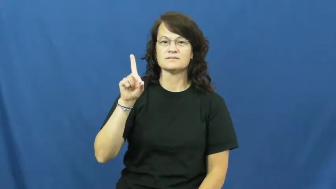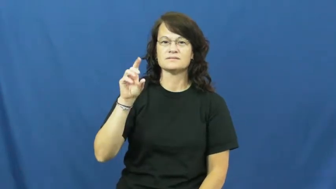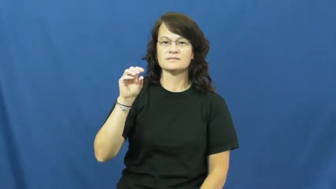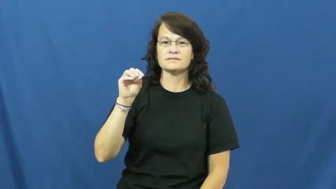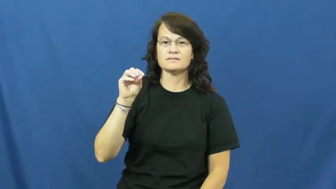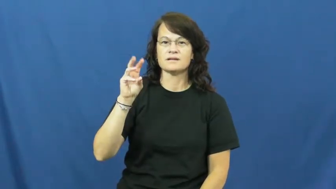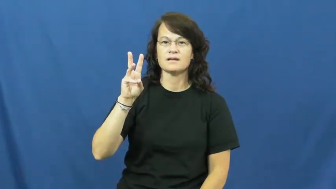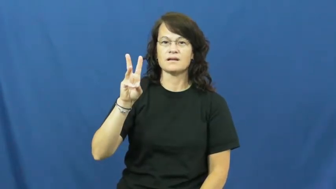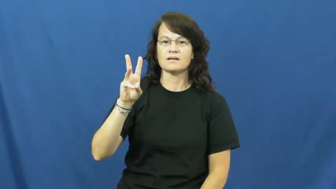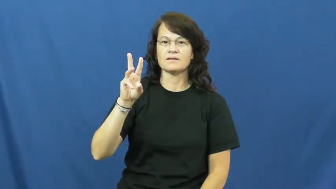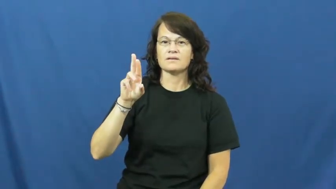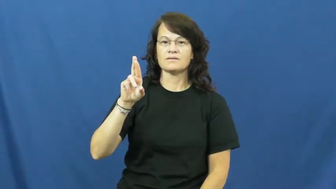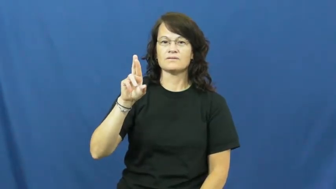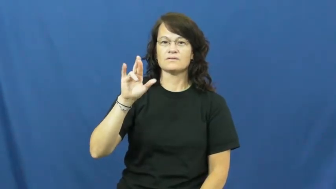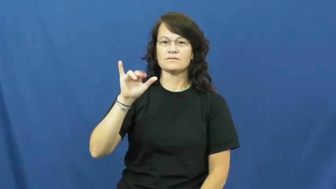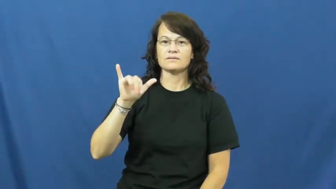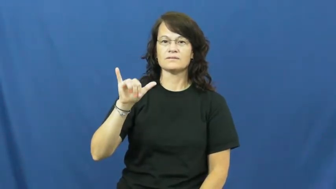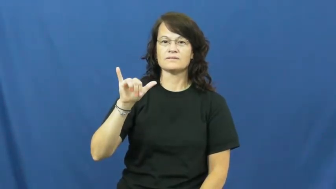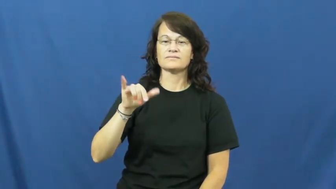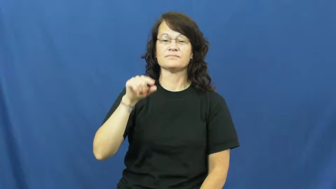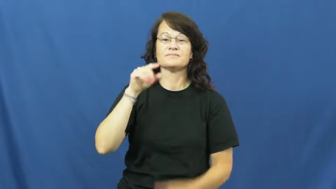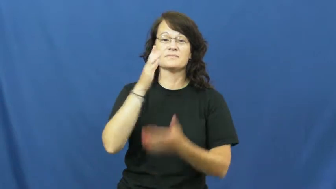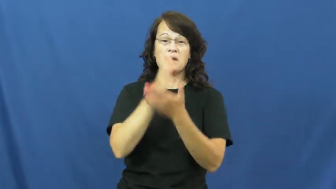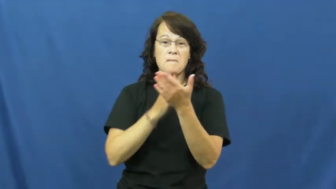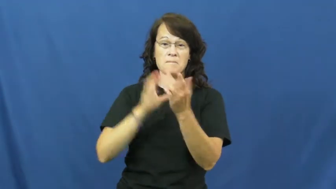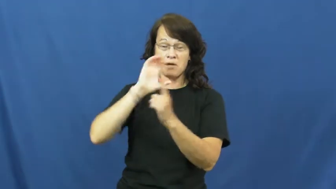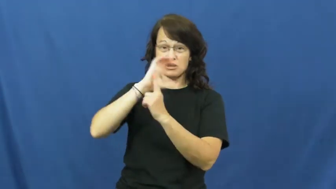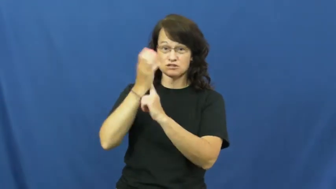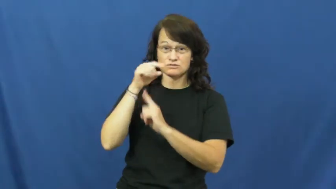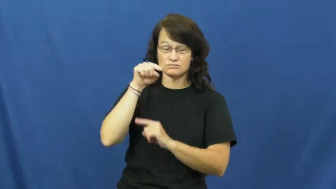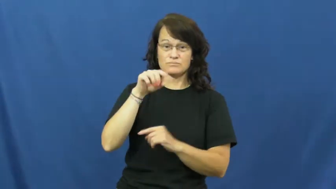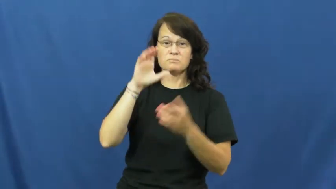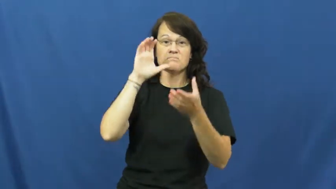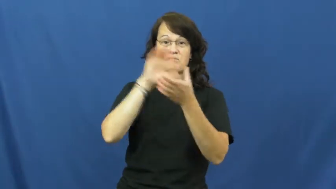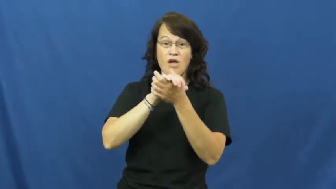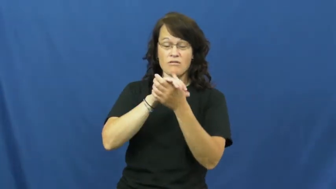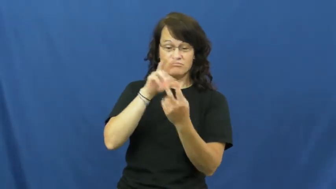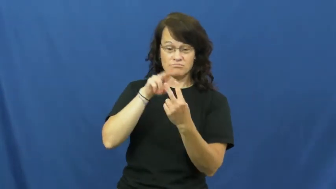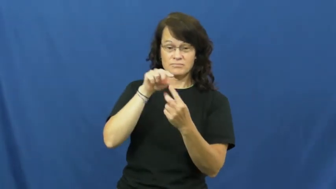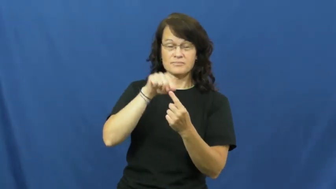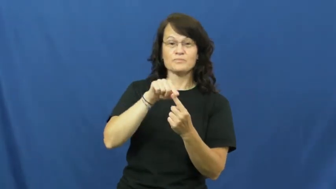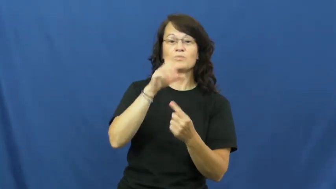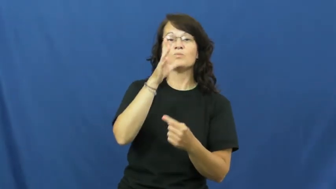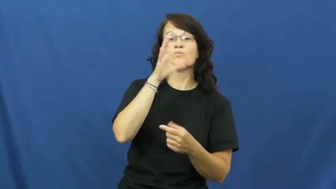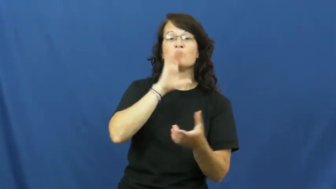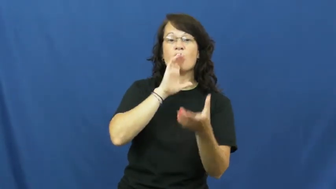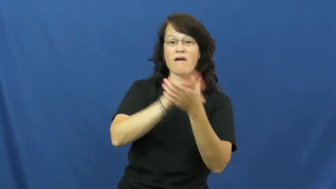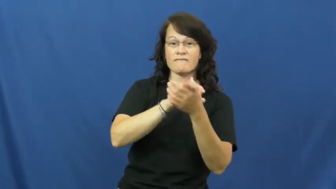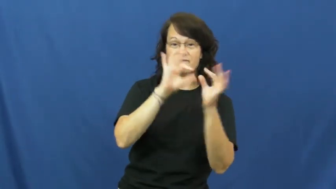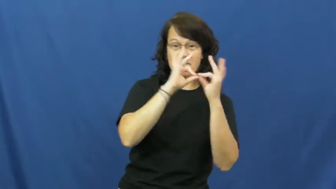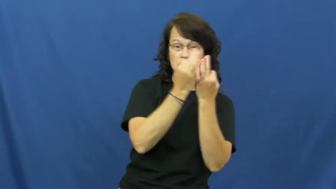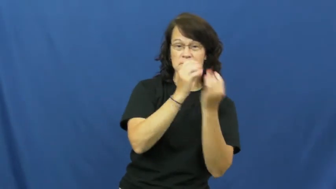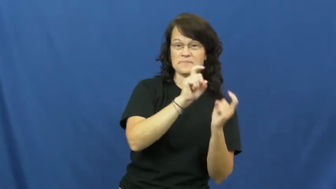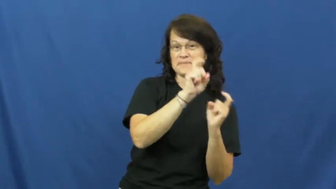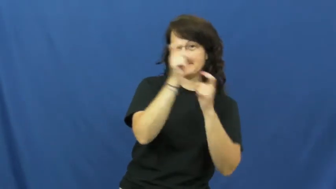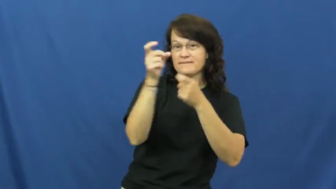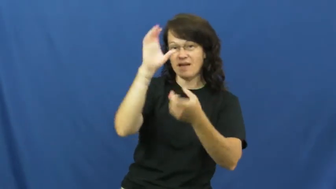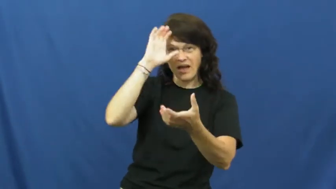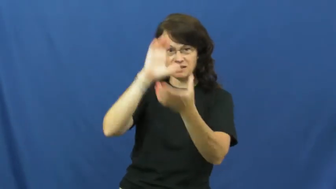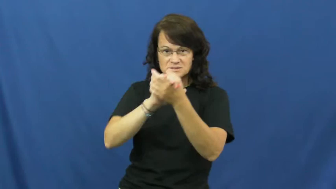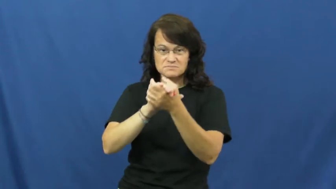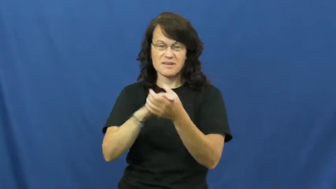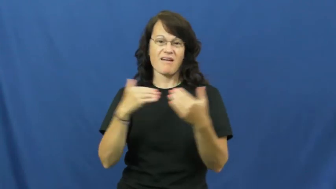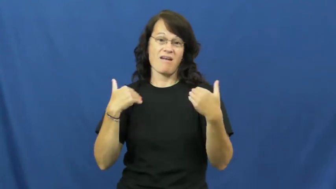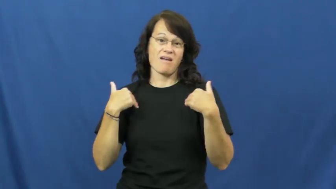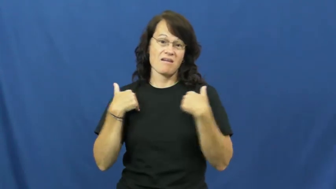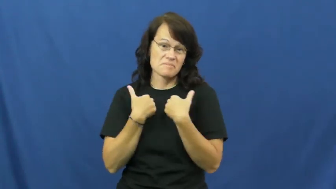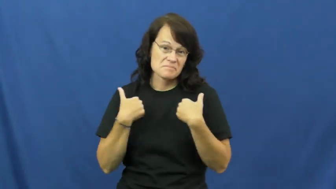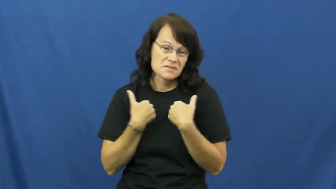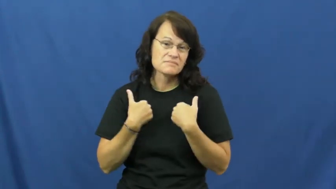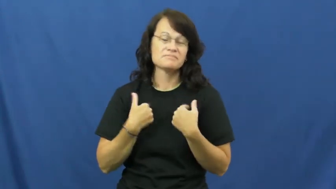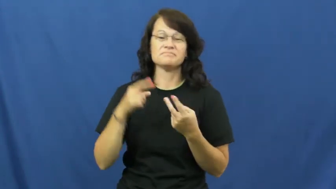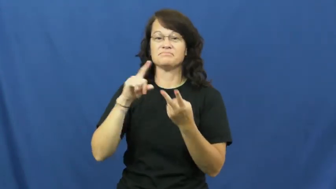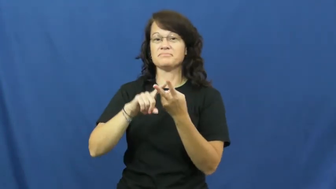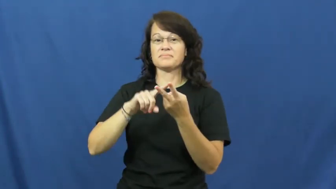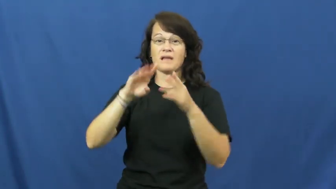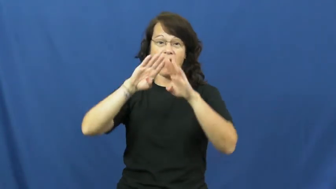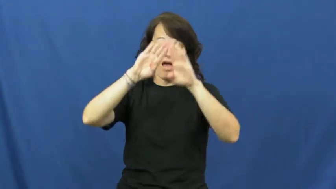dowry